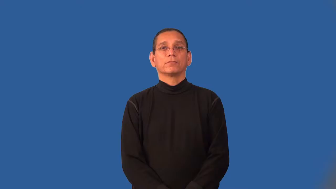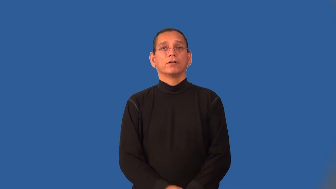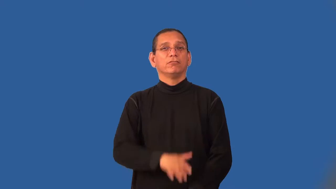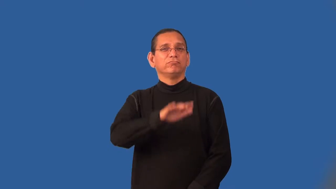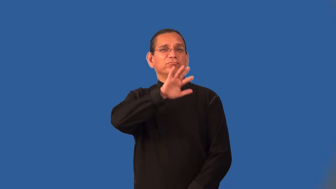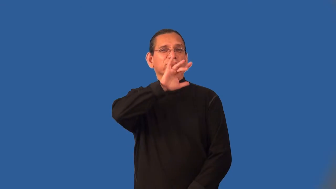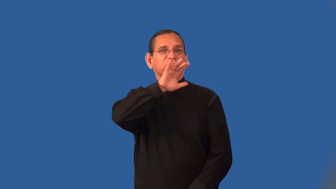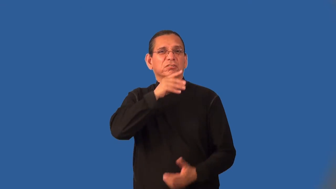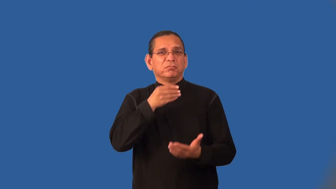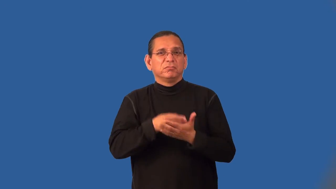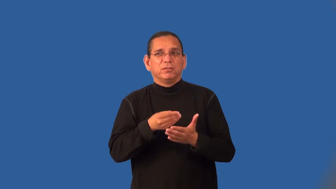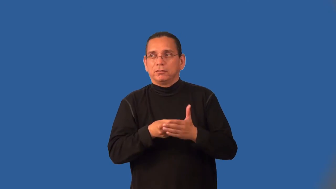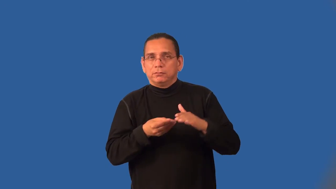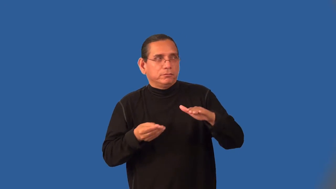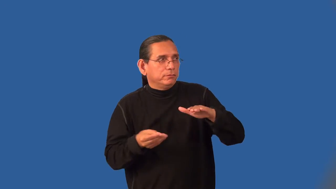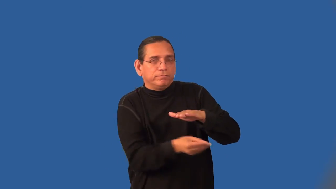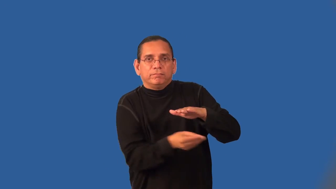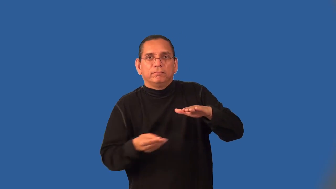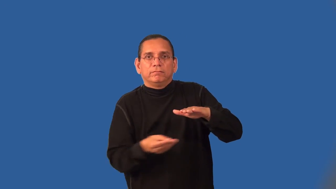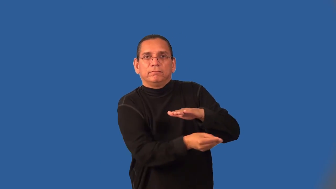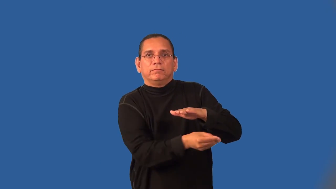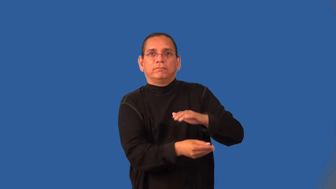launder-money